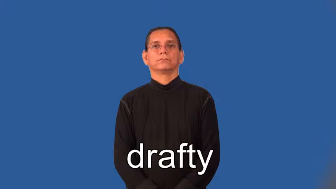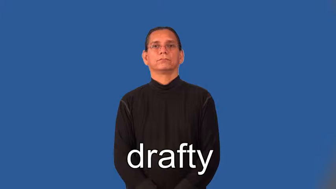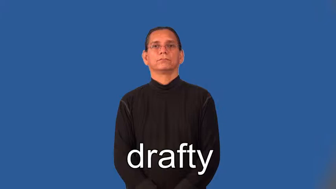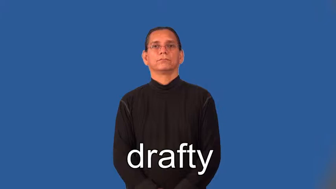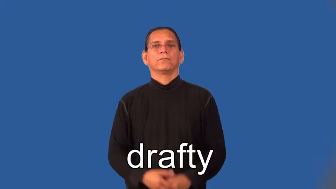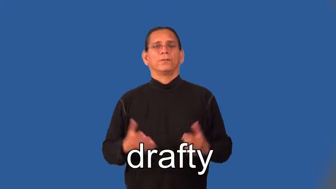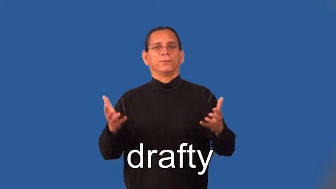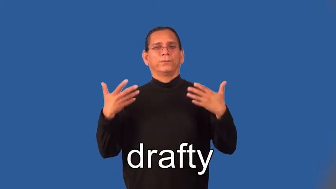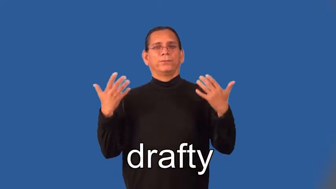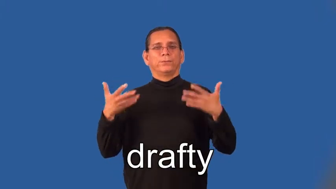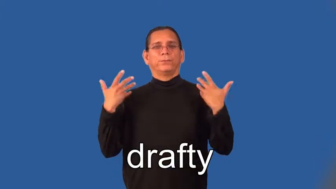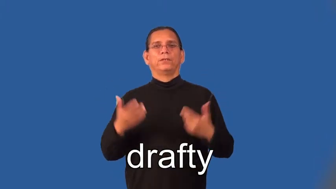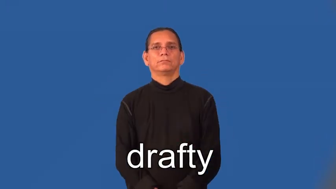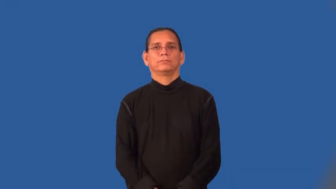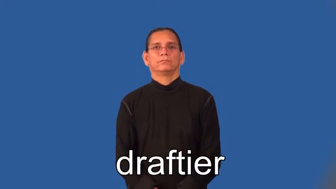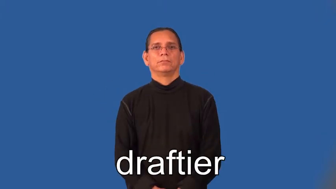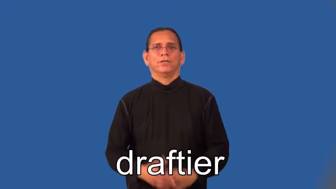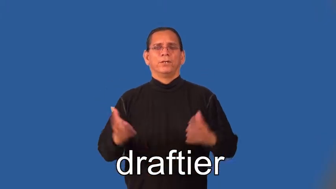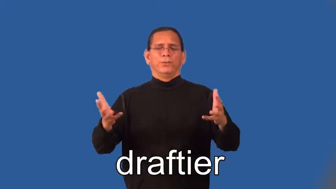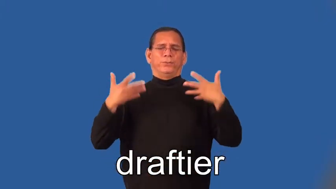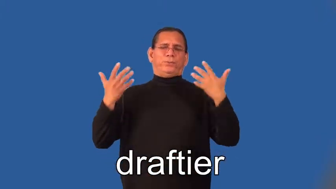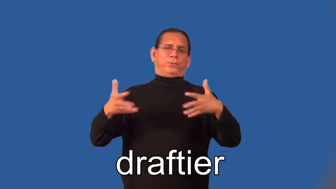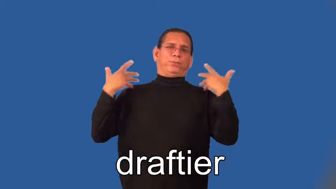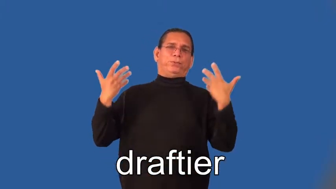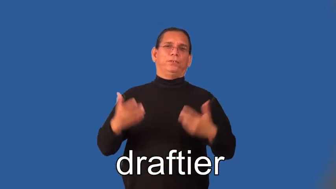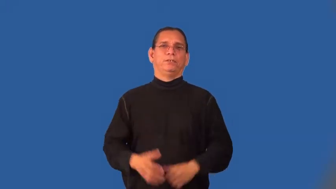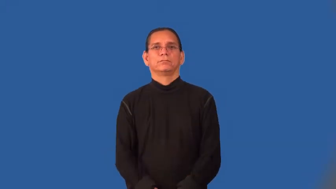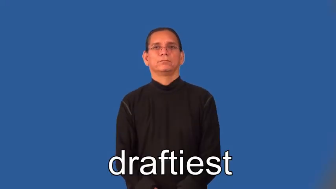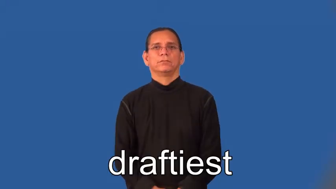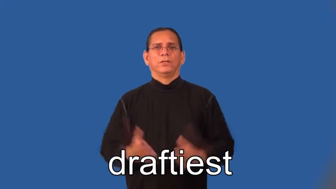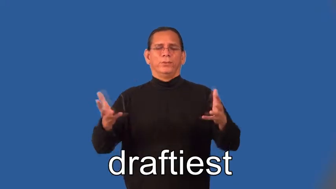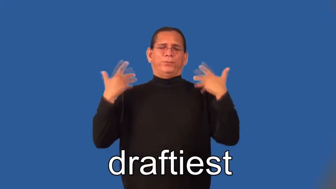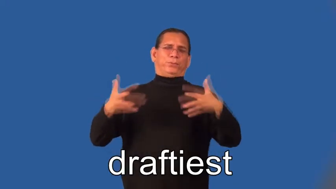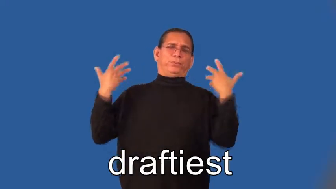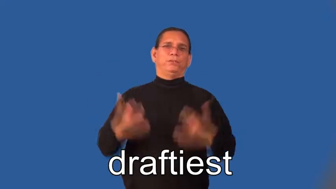drafty,draftier